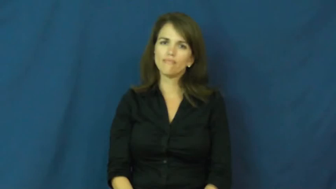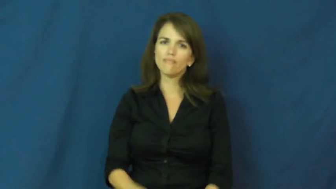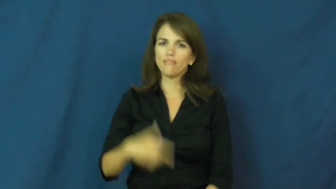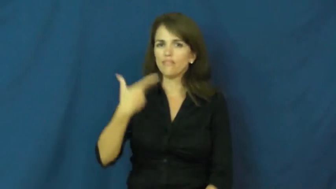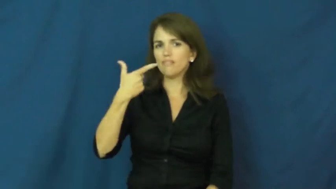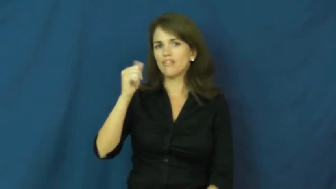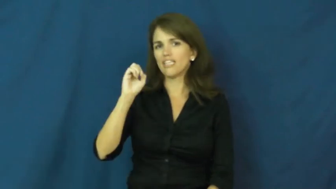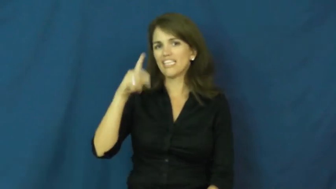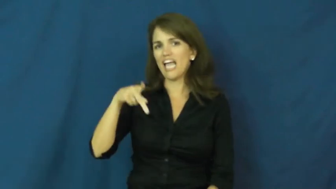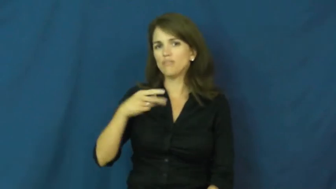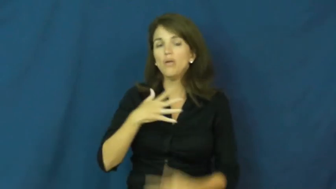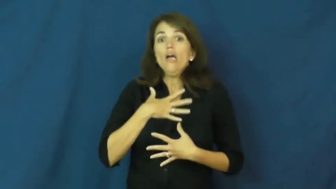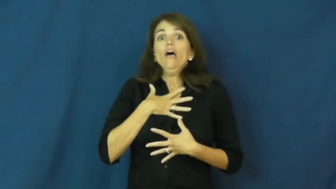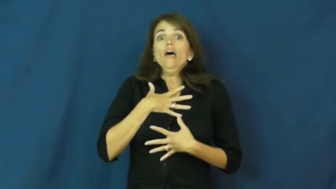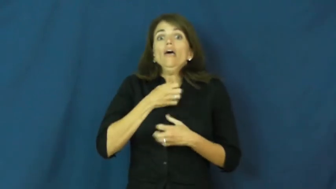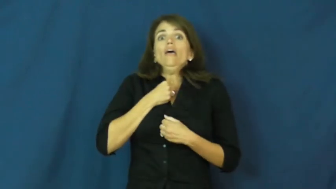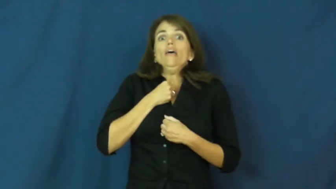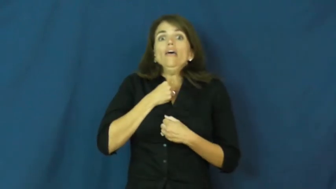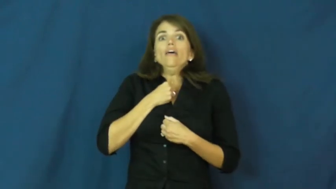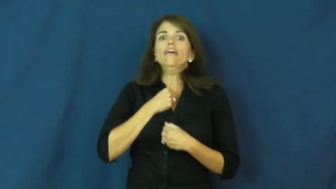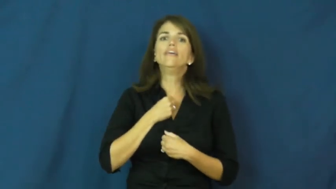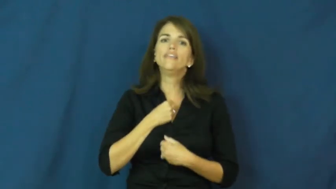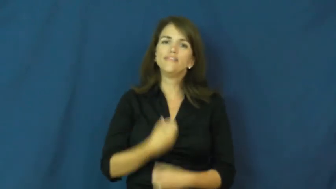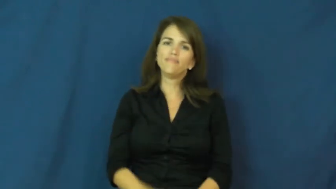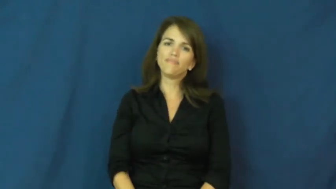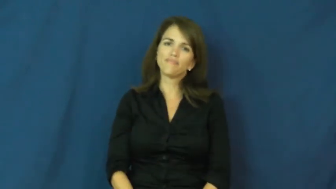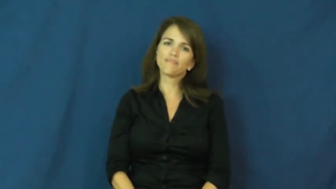gasp